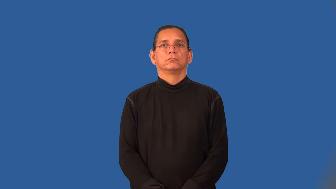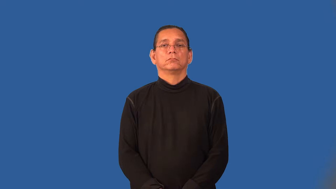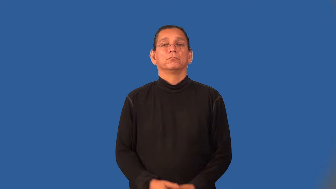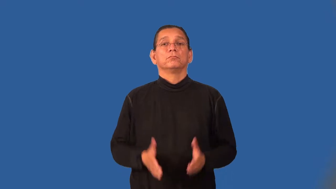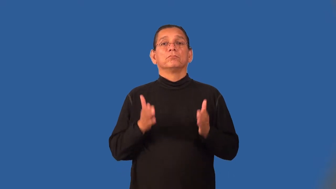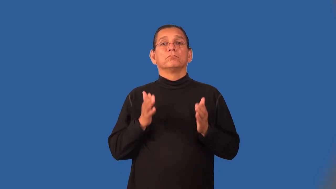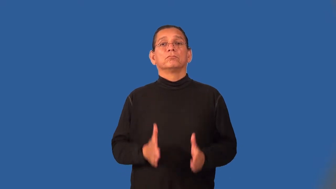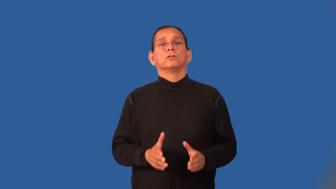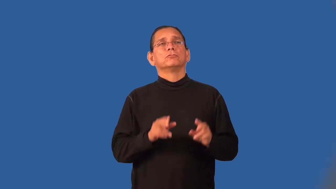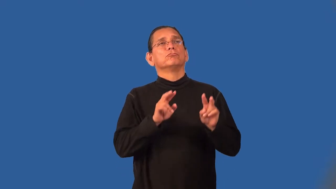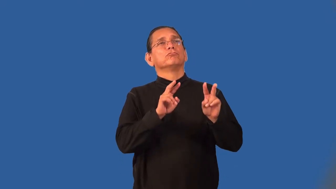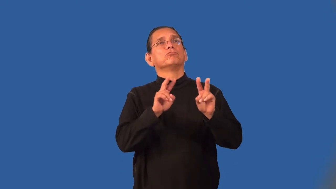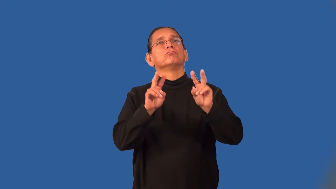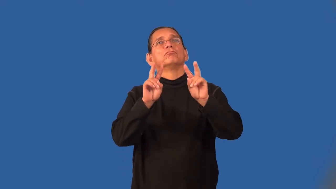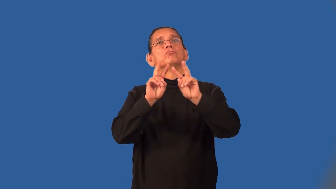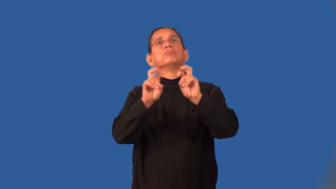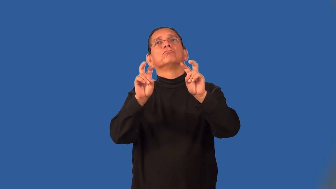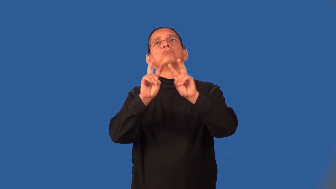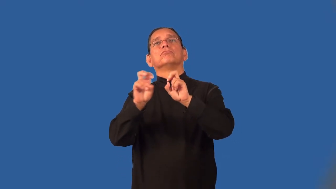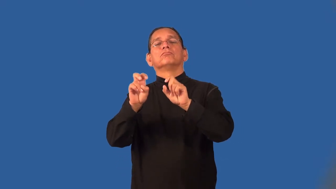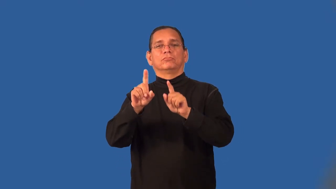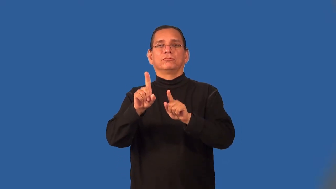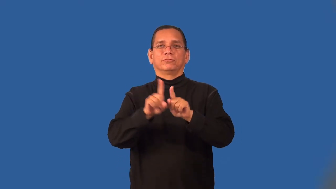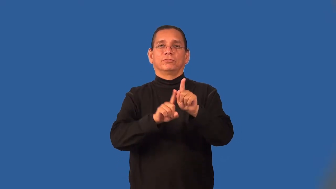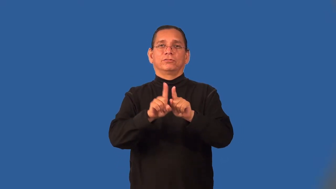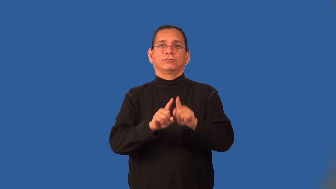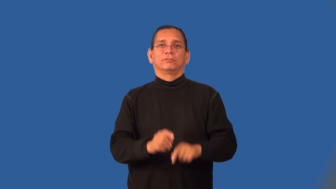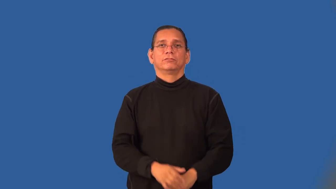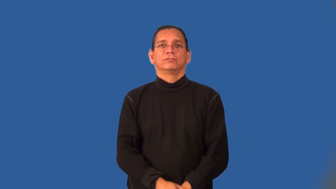stargazer